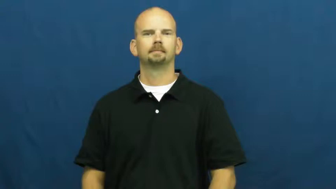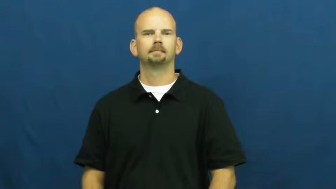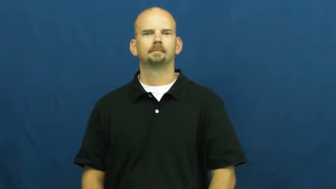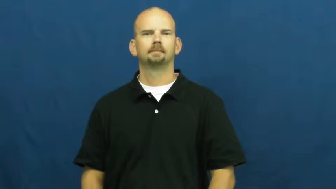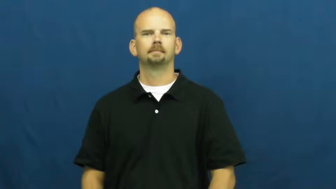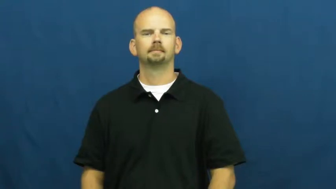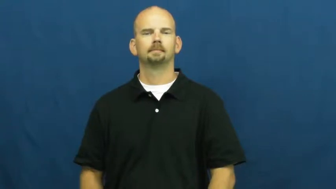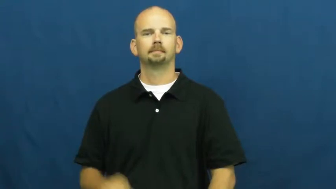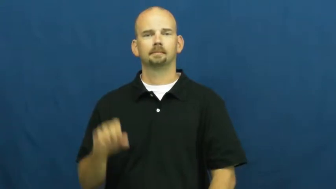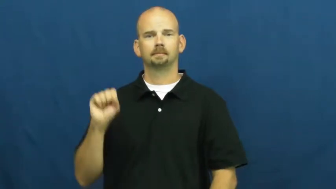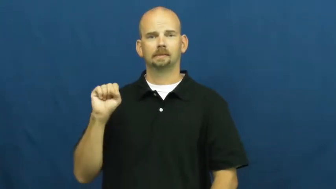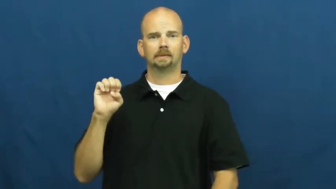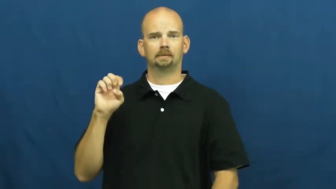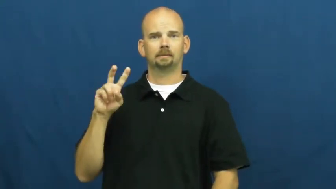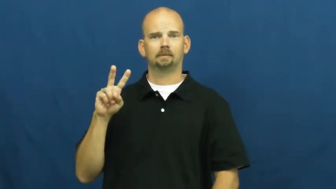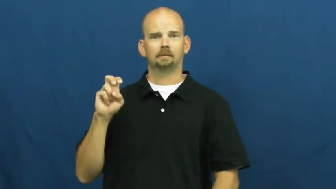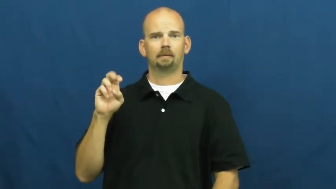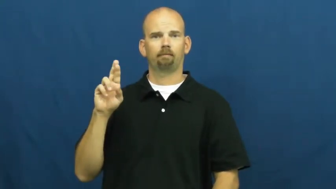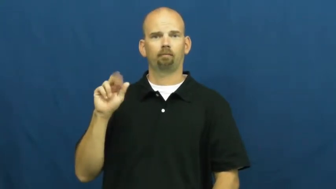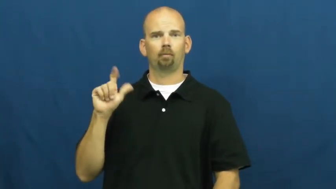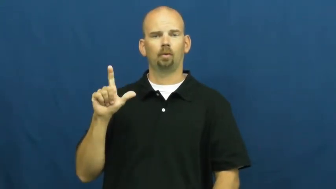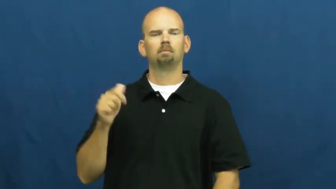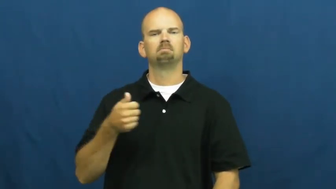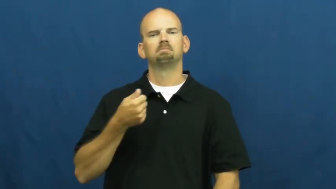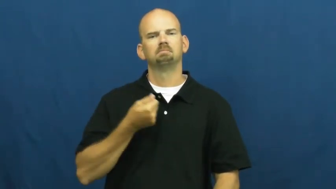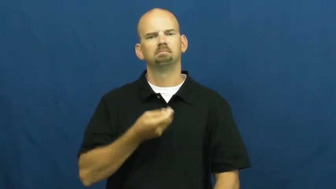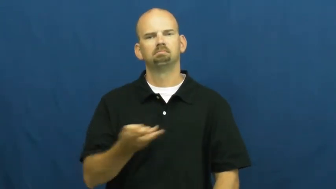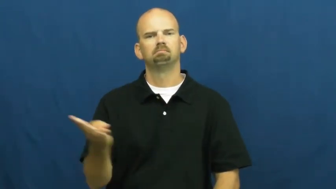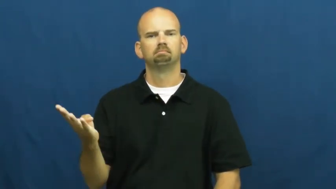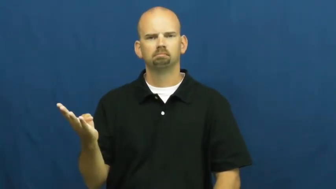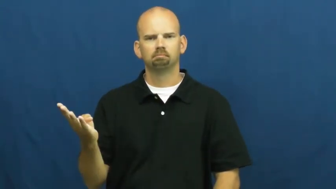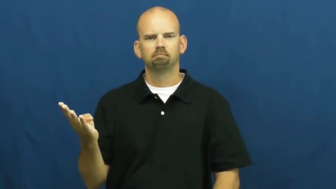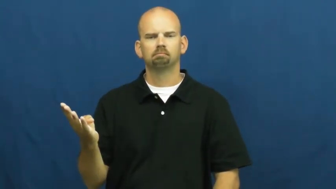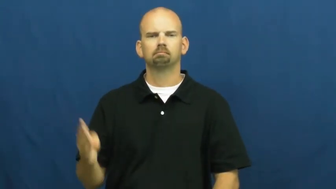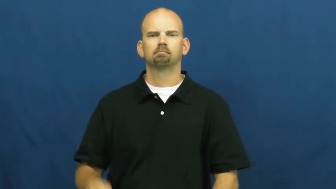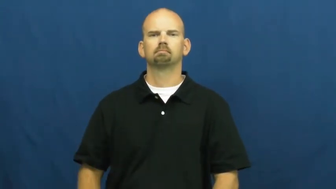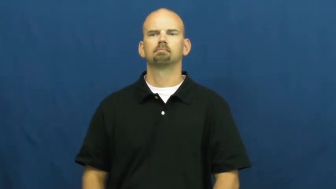several